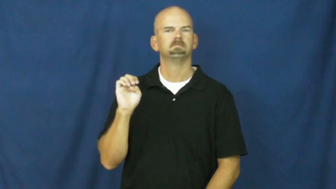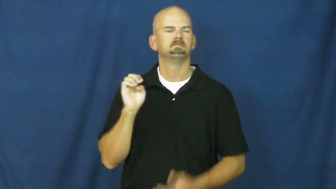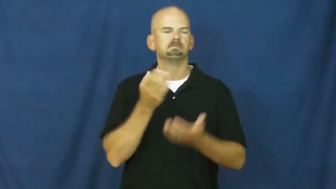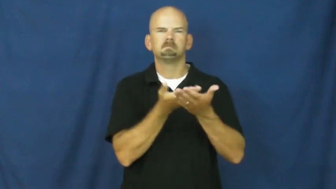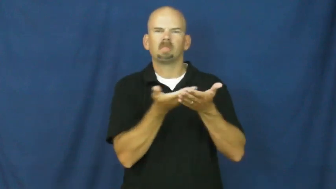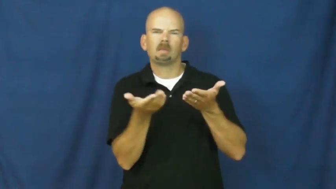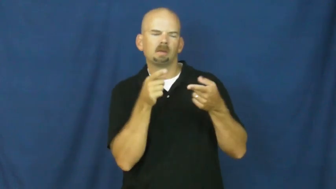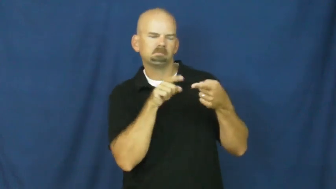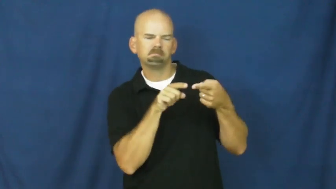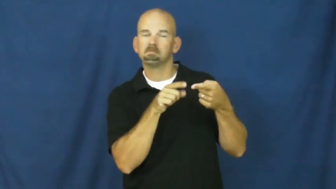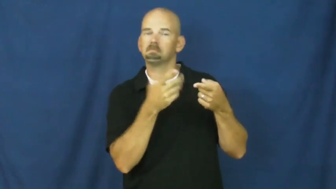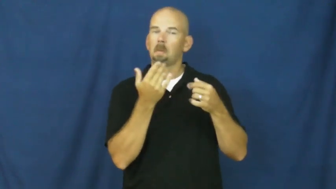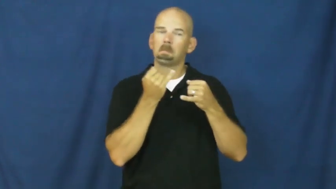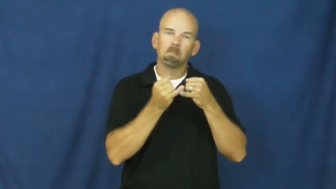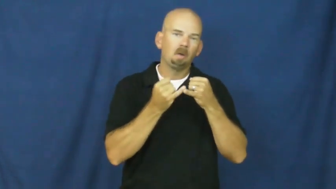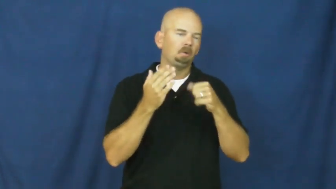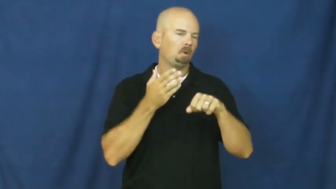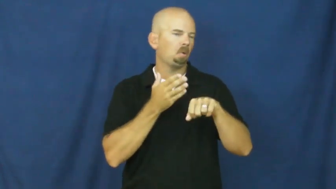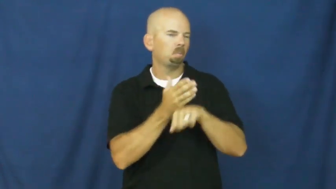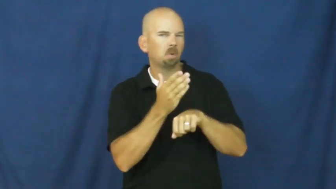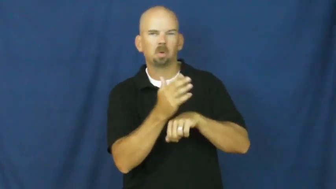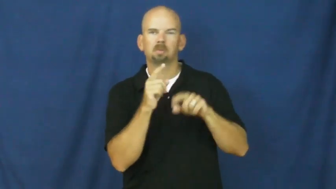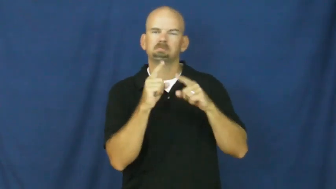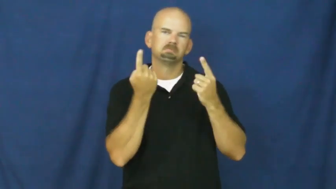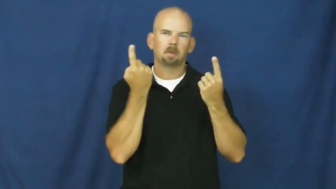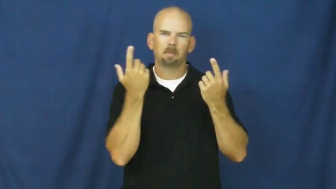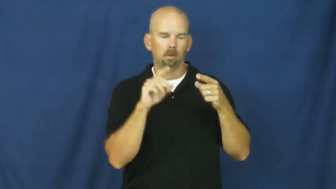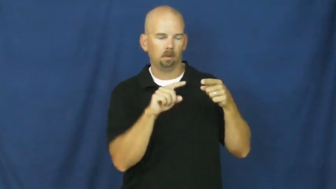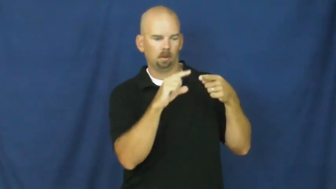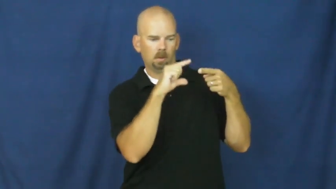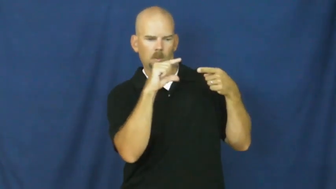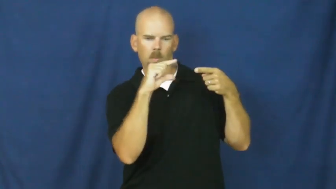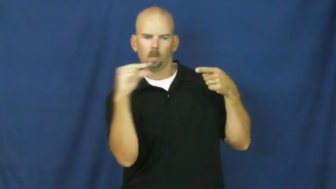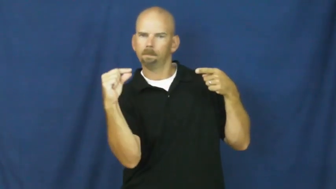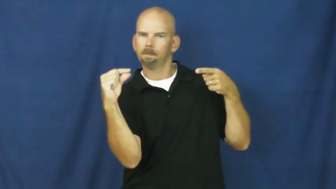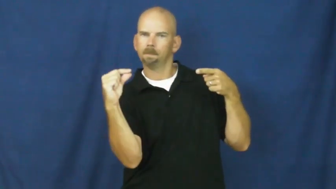shard